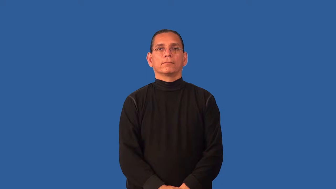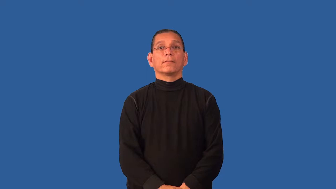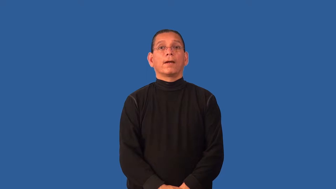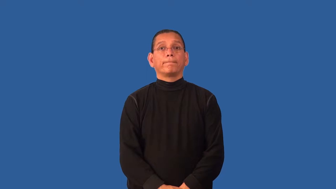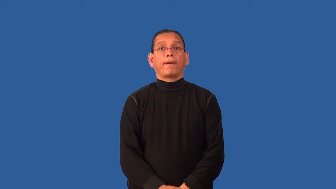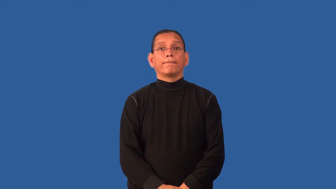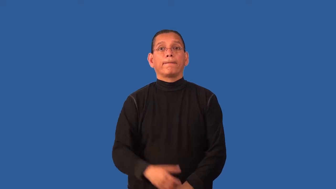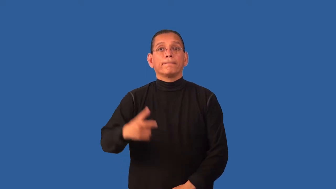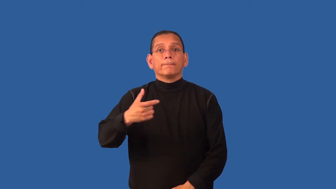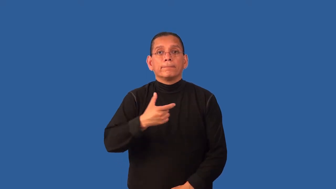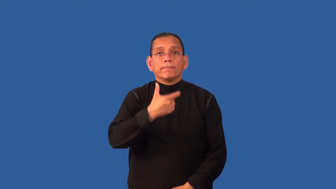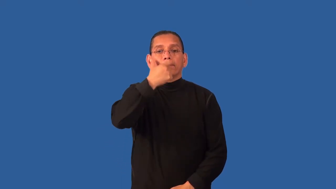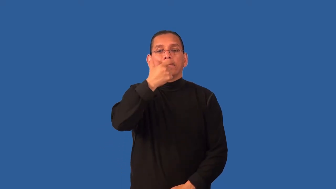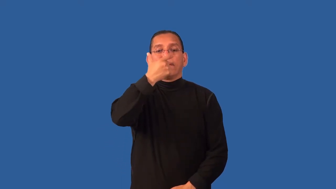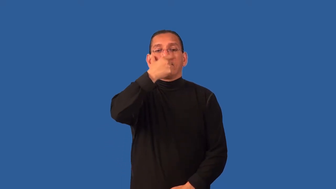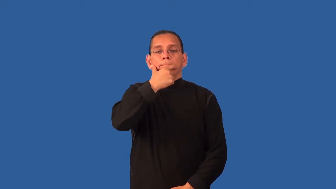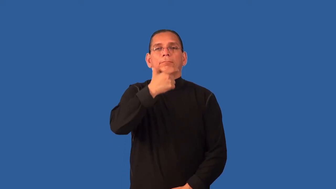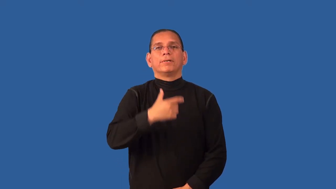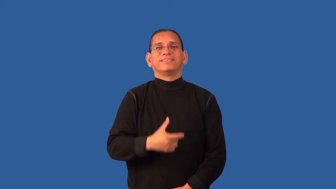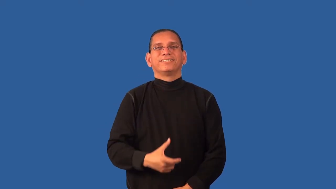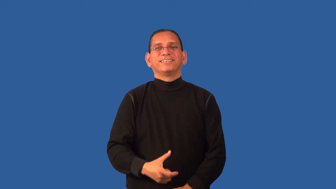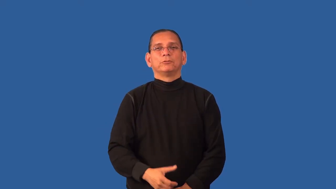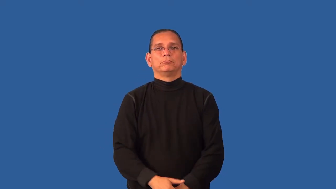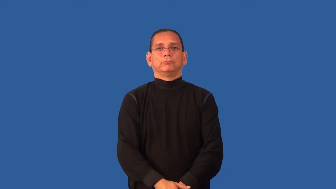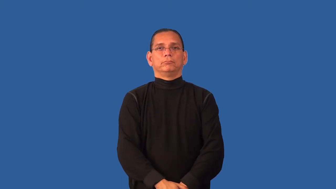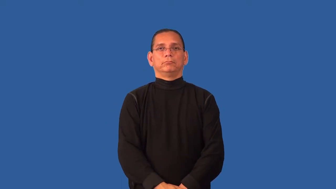dentures